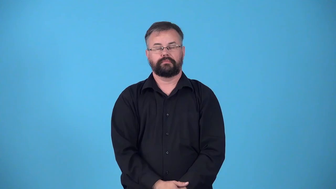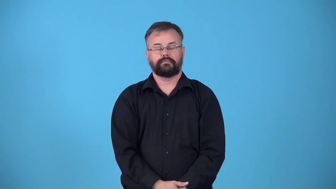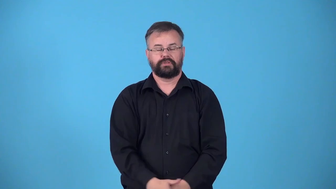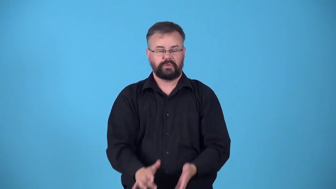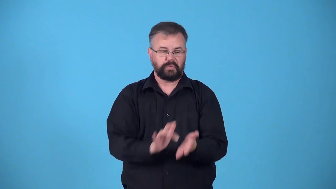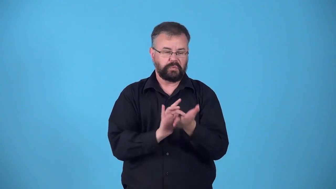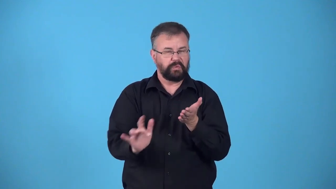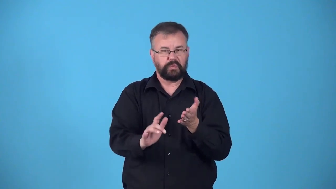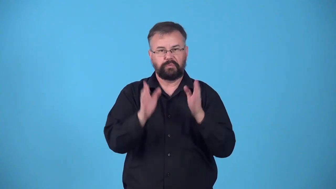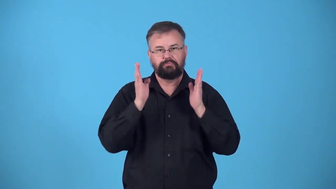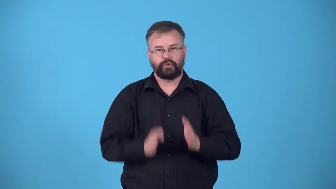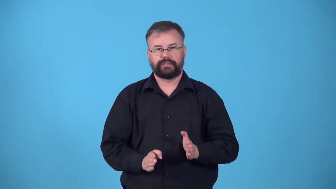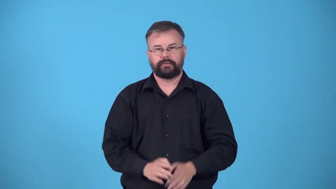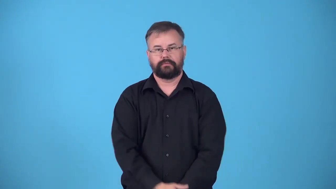pig-person